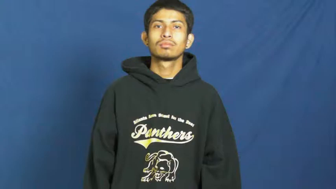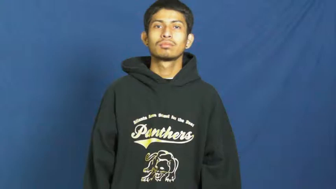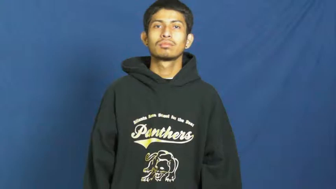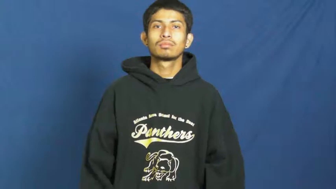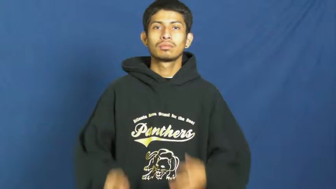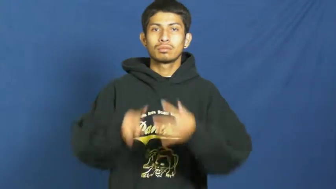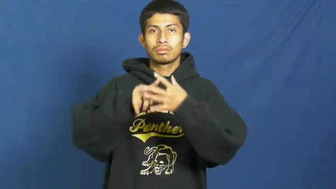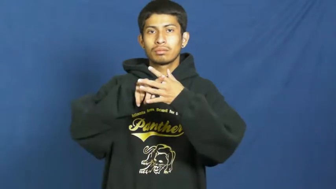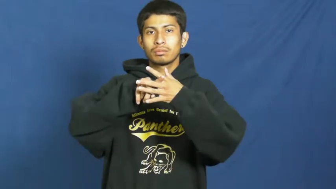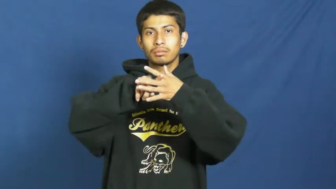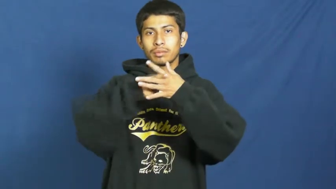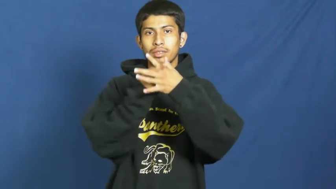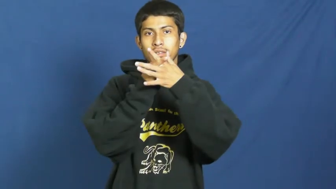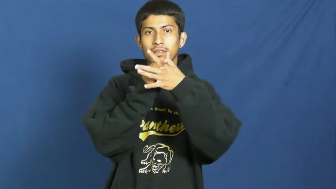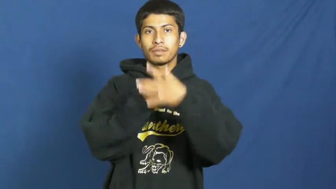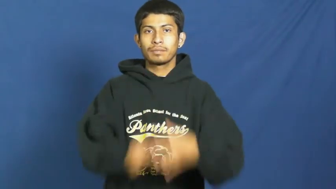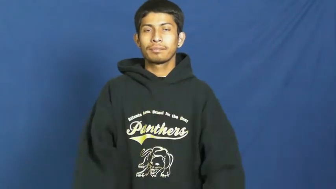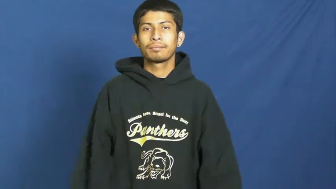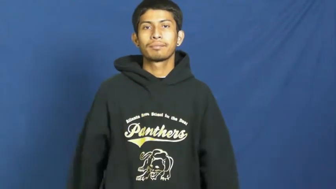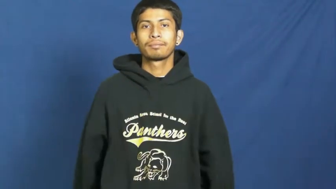issue in